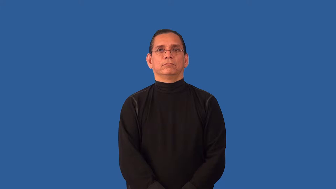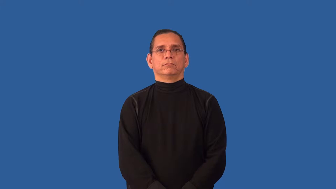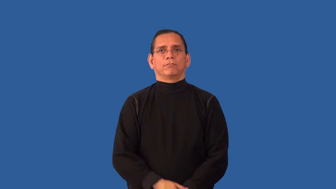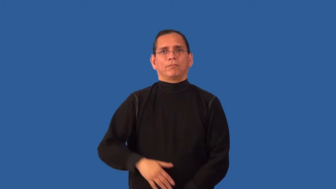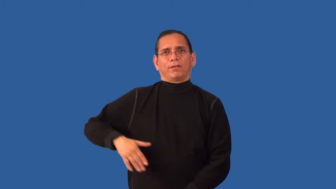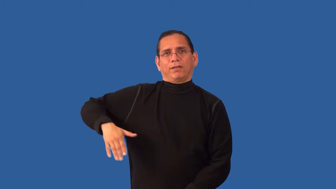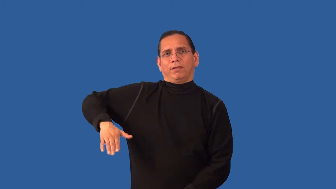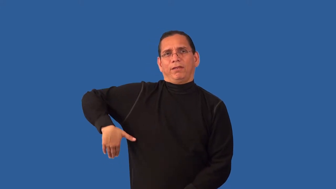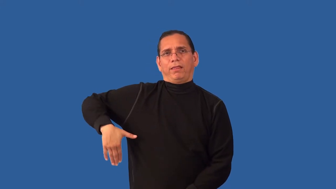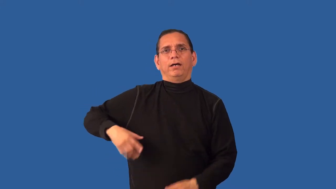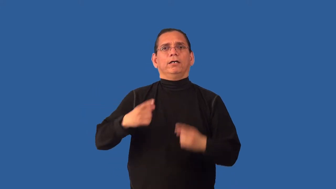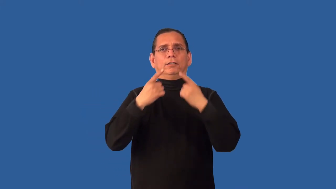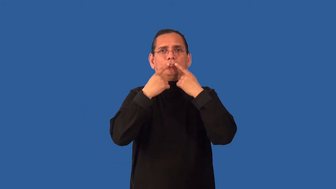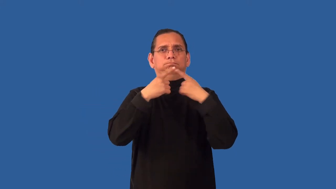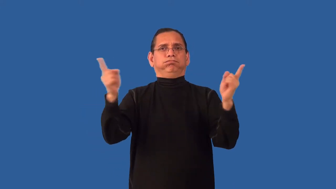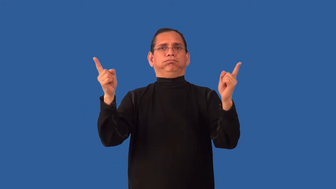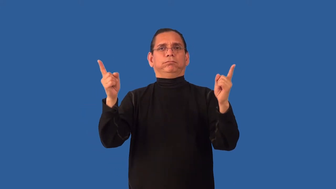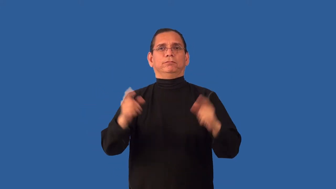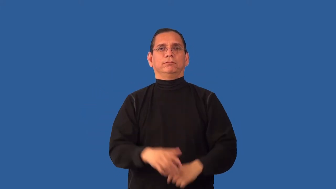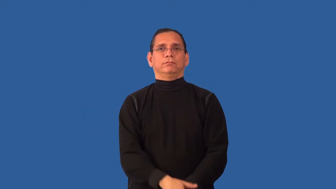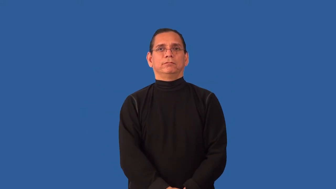unfulfilled,unrealized-not achieved